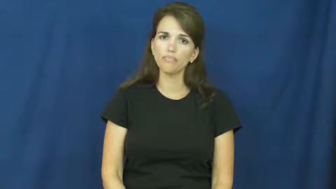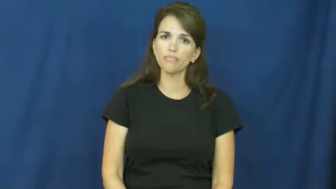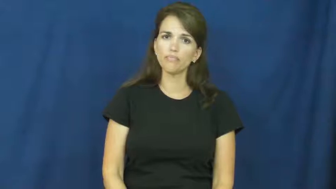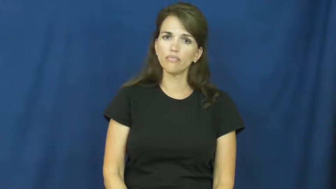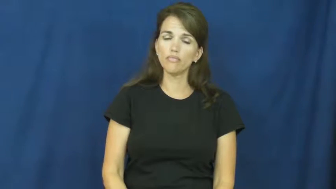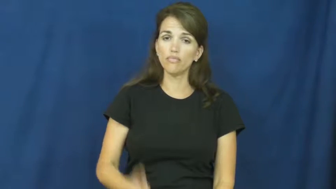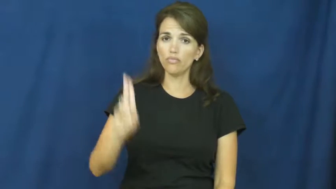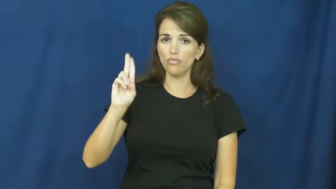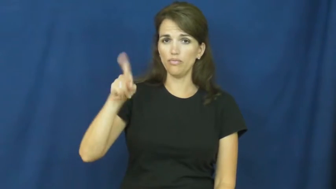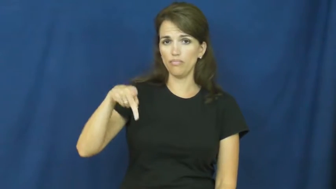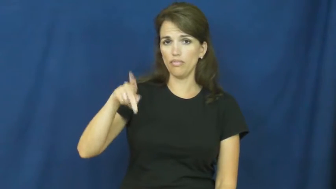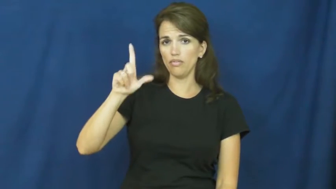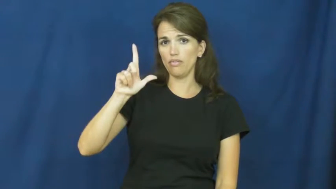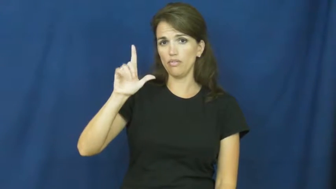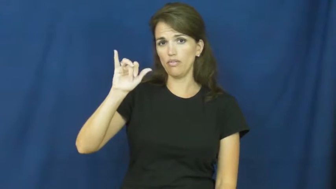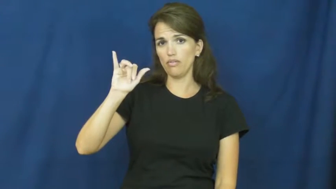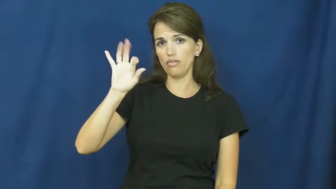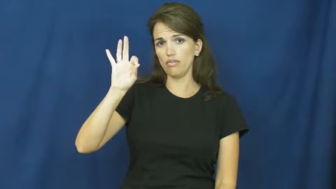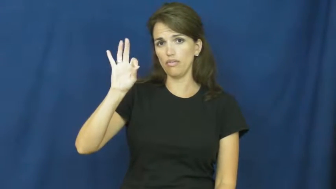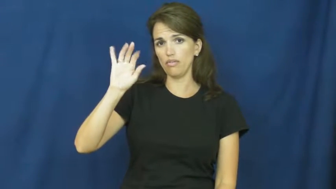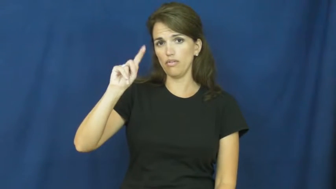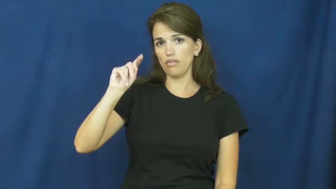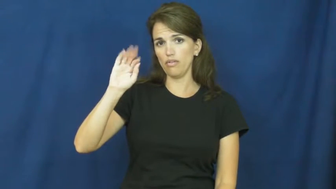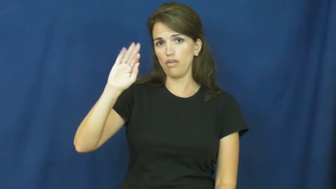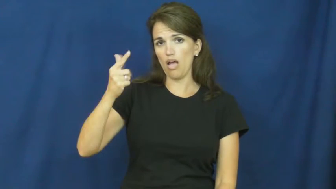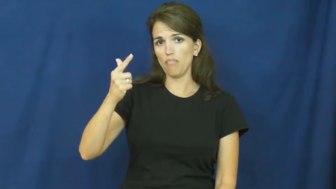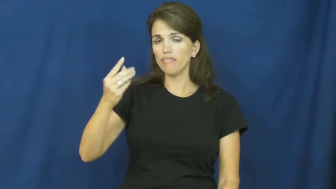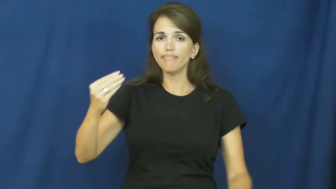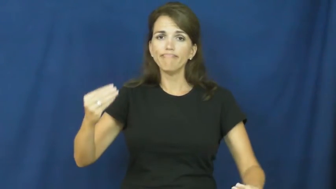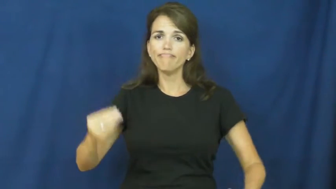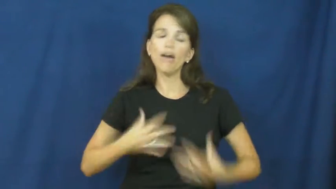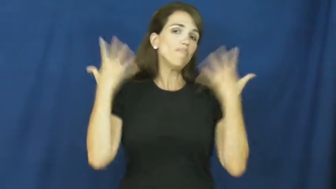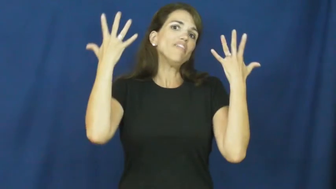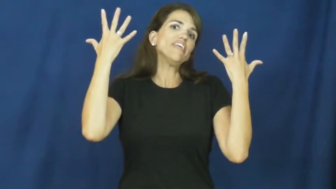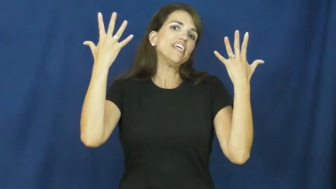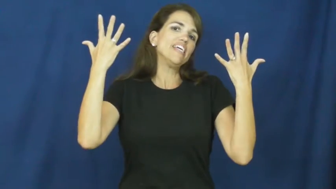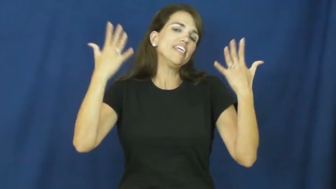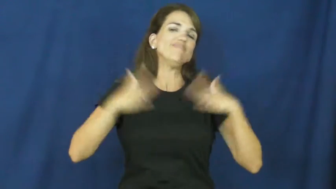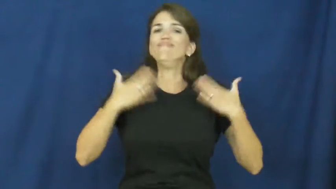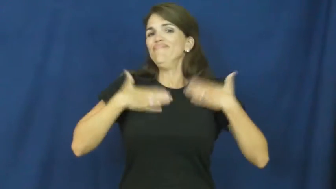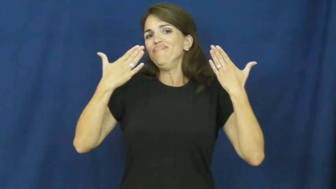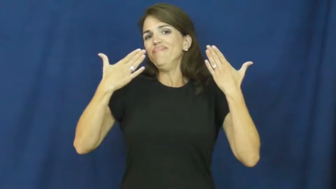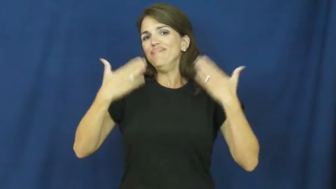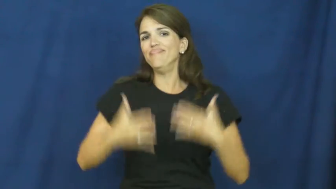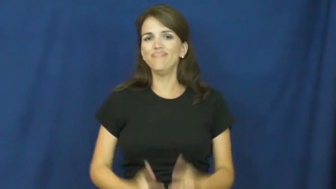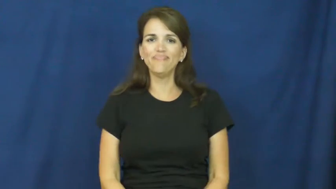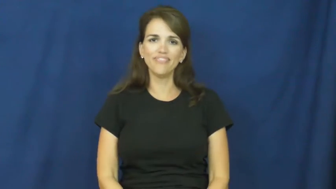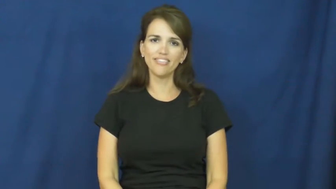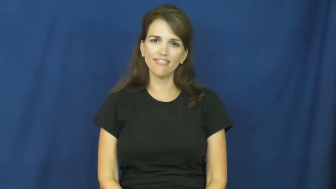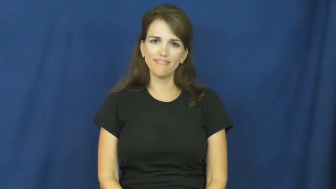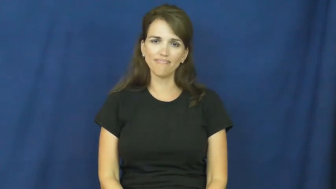uplifting